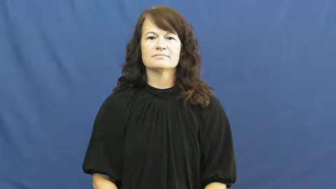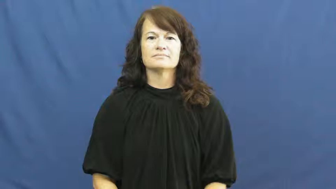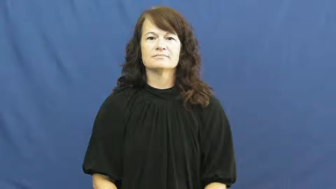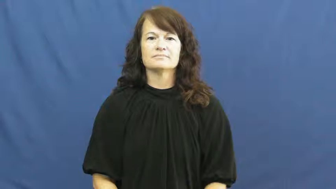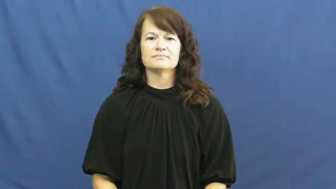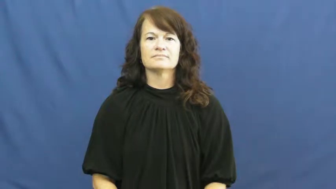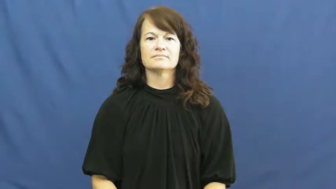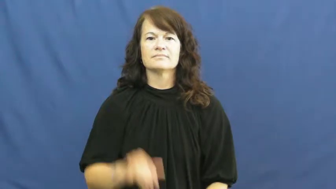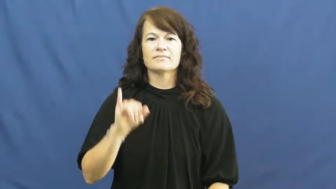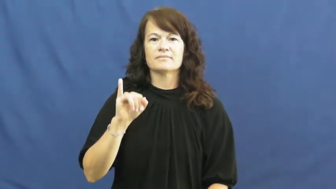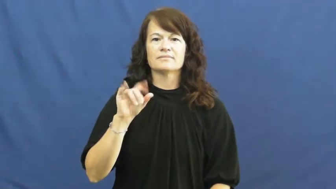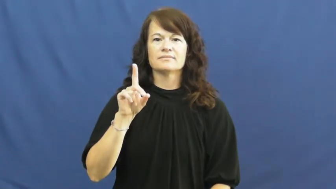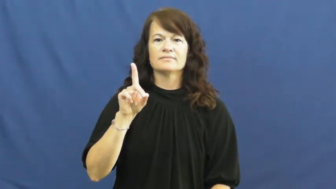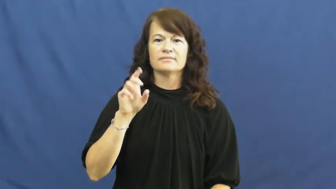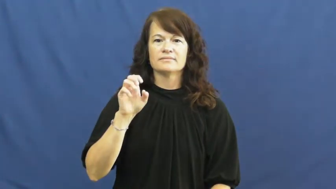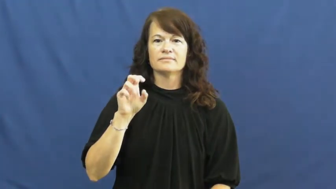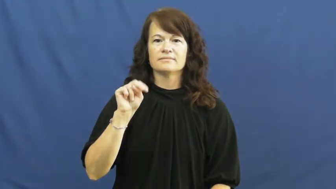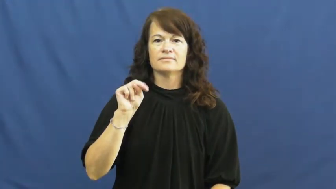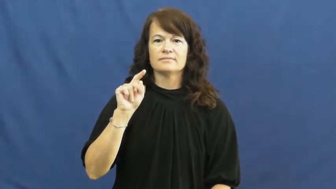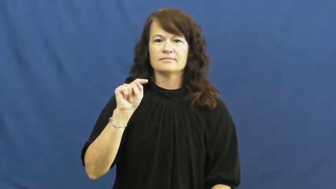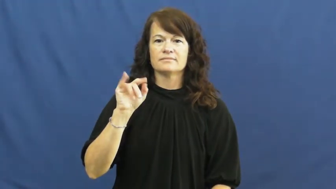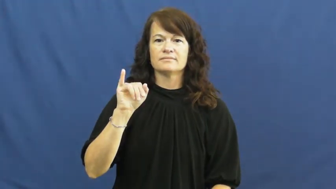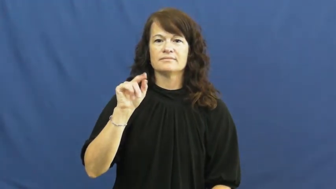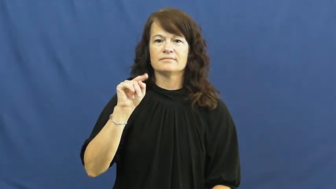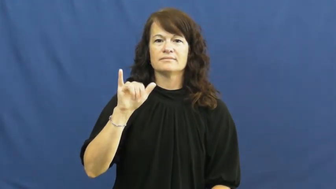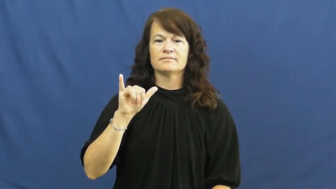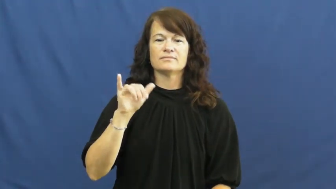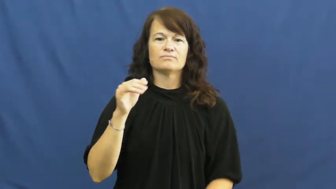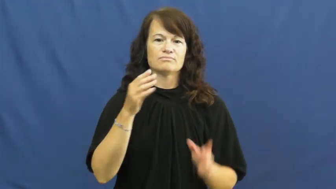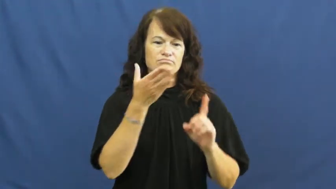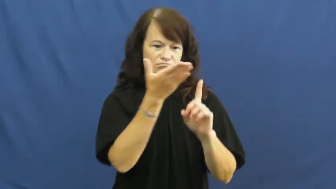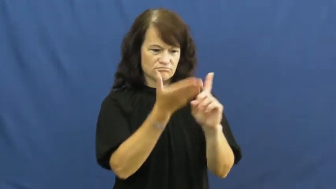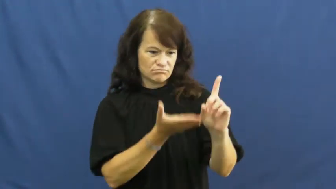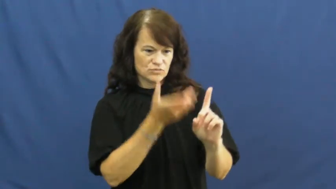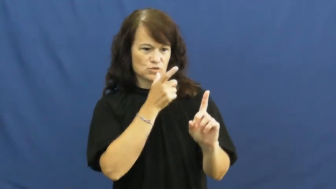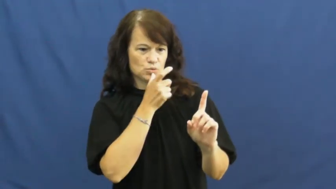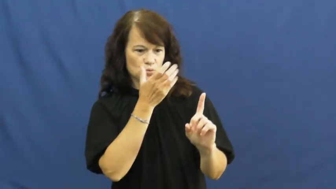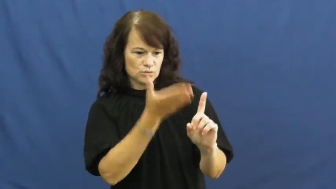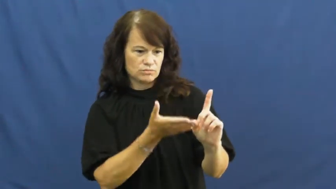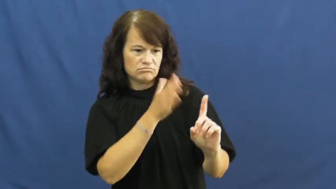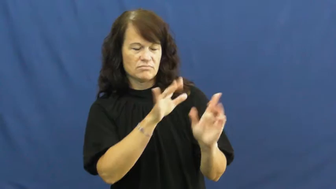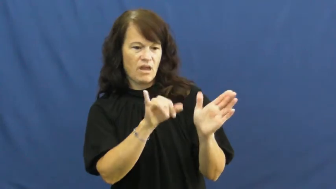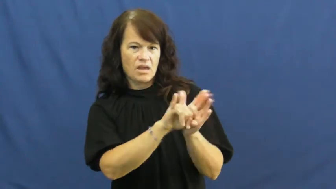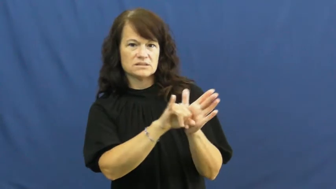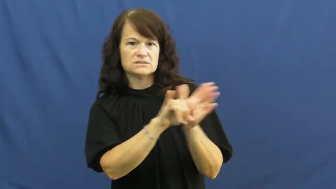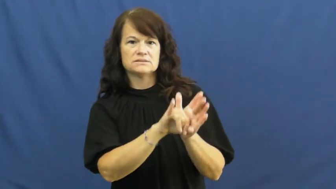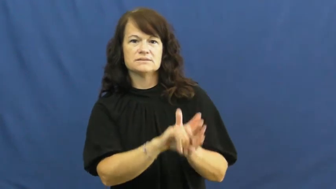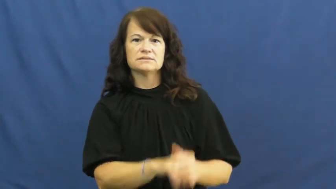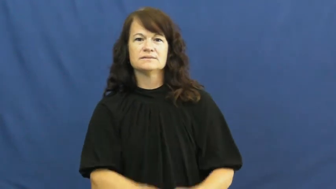identity,identification